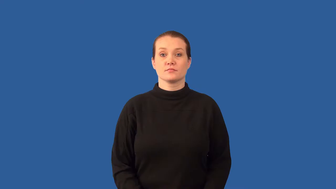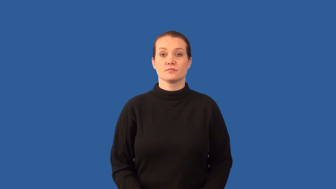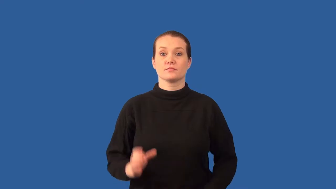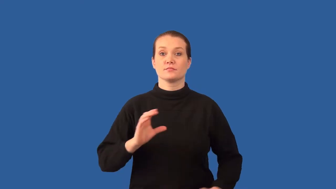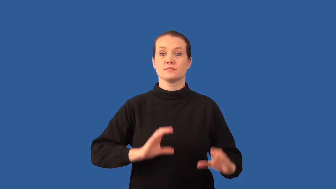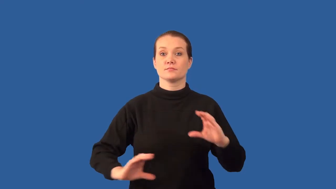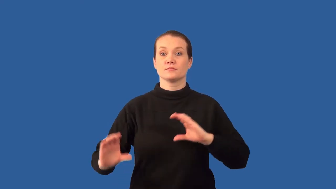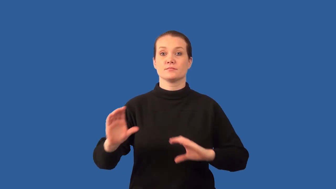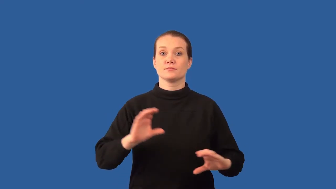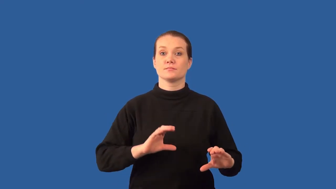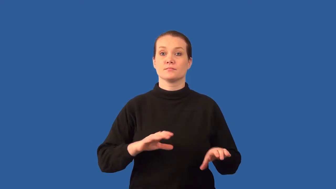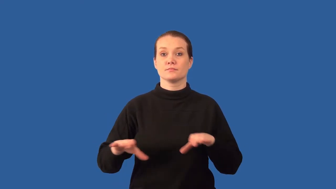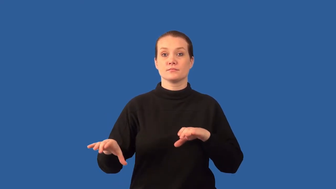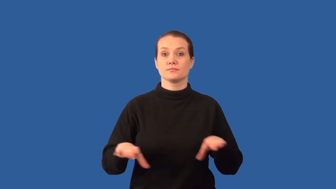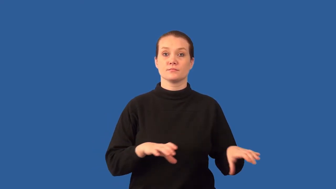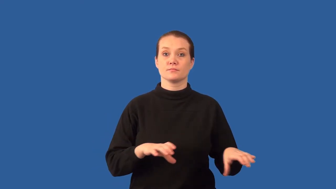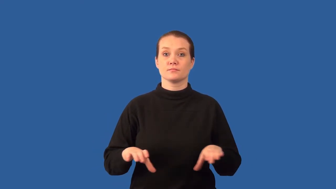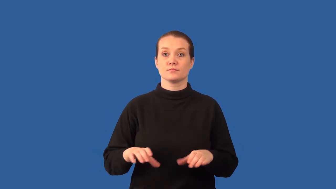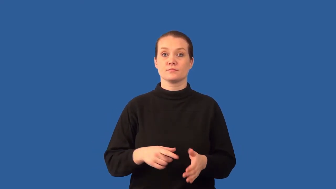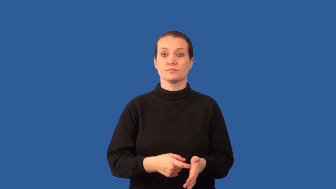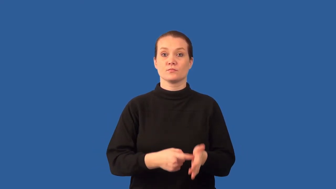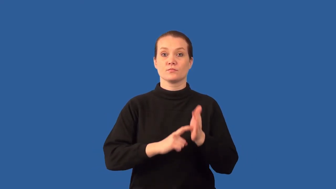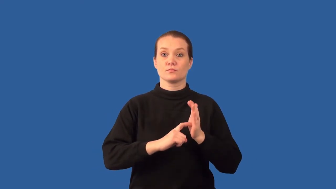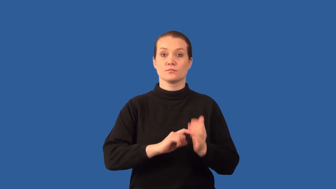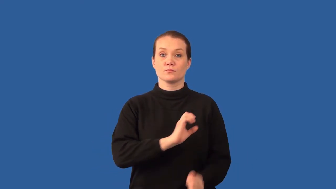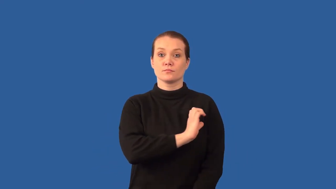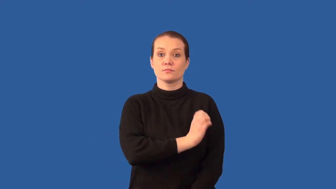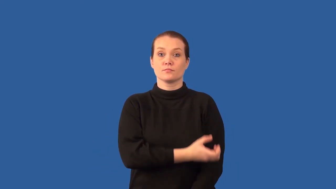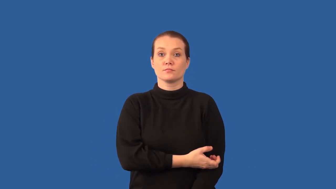endergonic